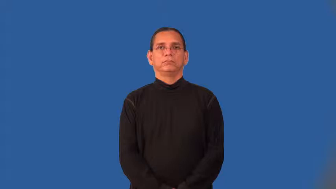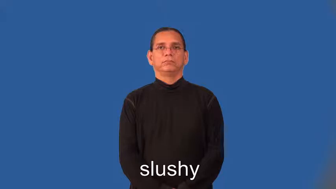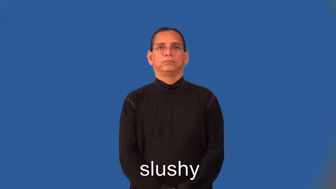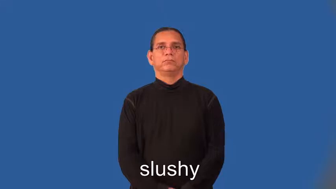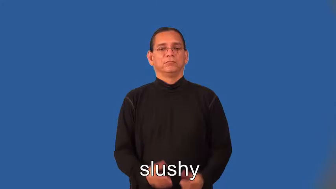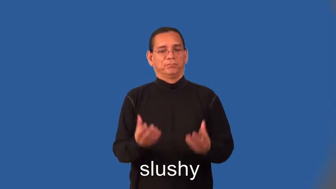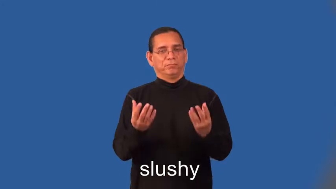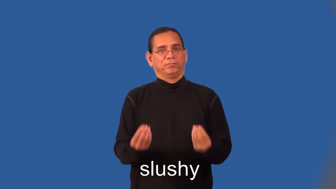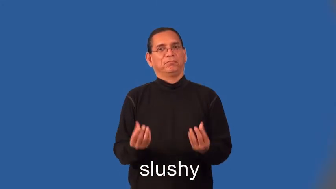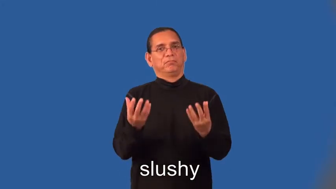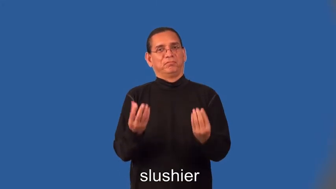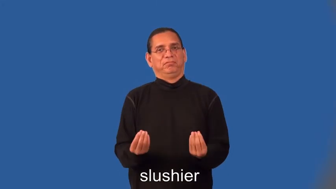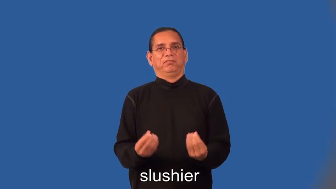slushy